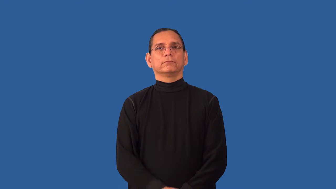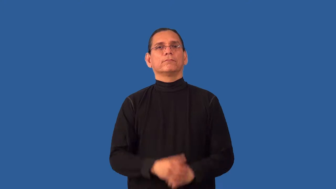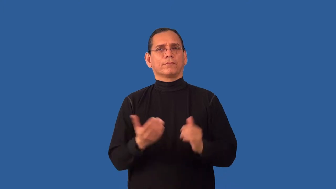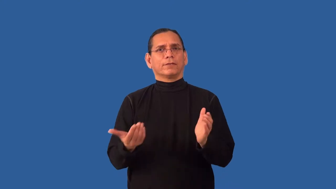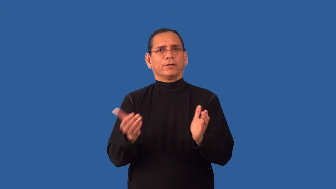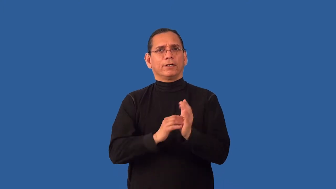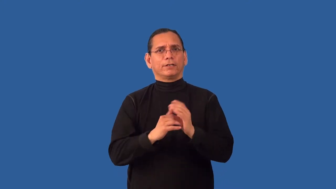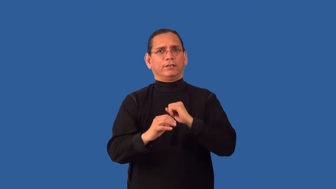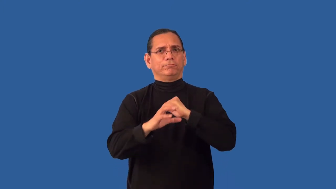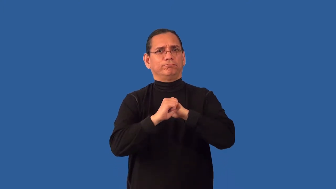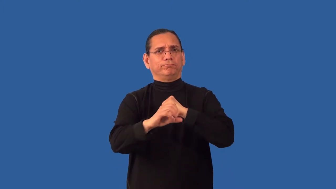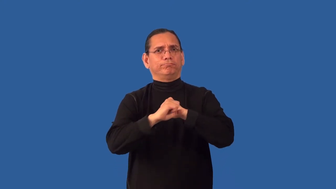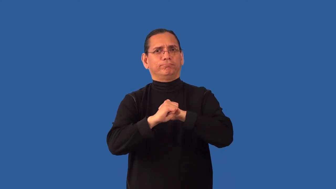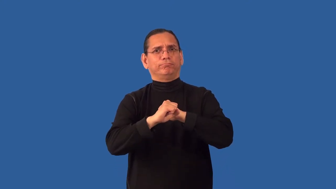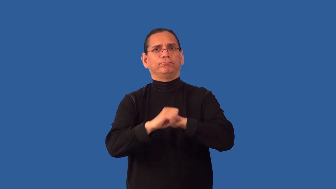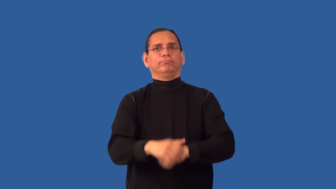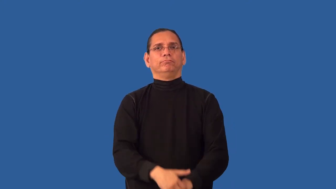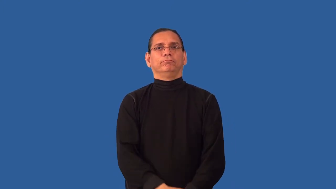rebroadcast